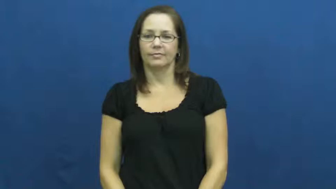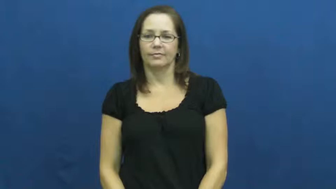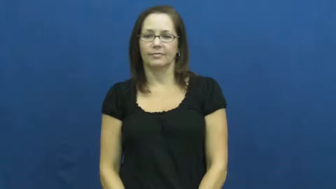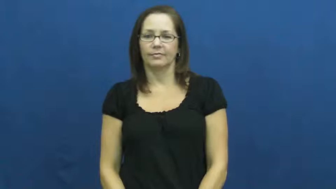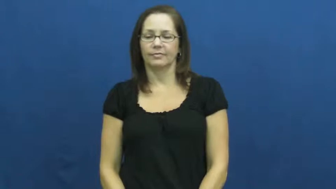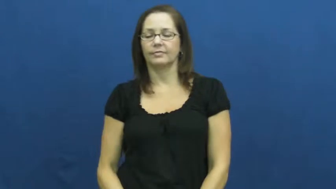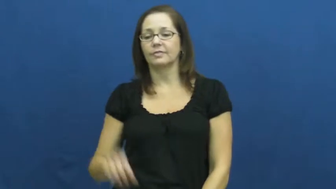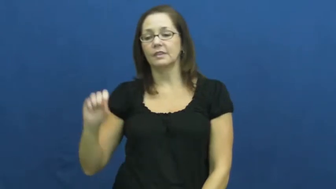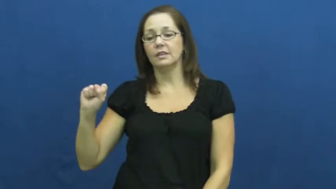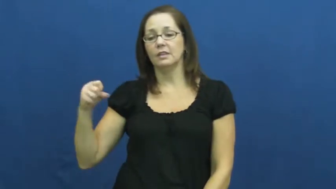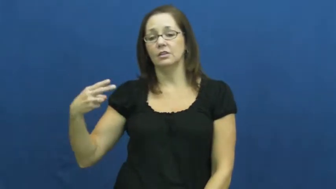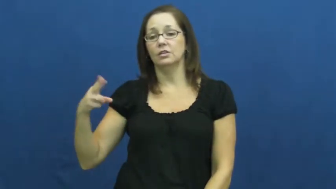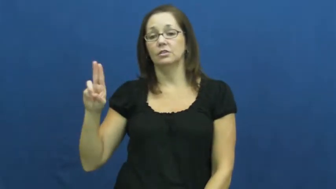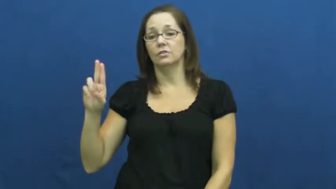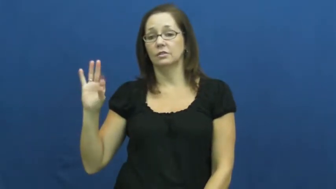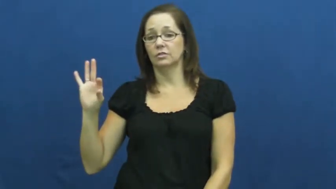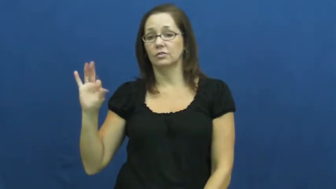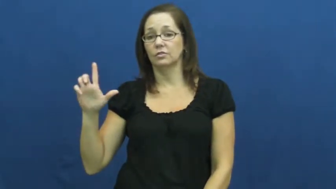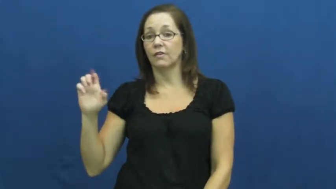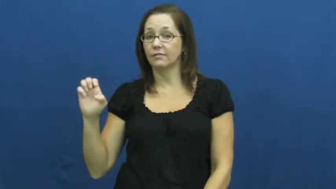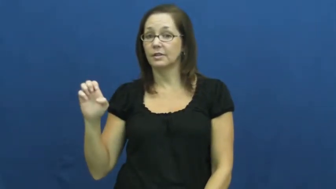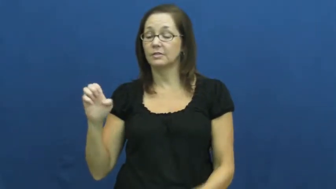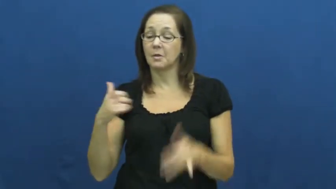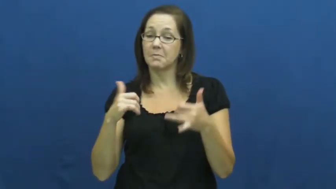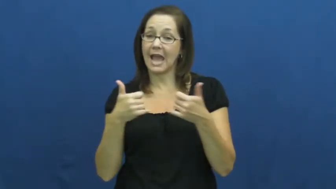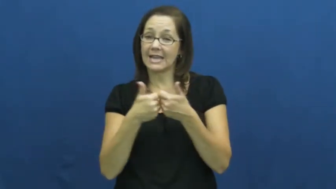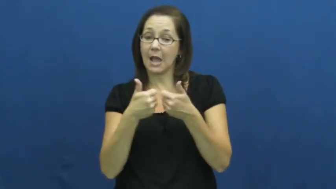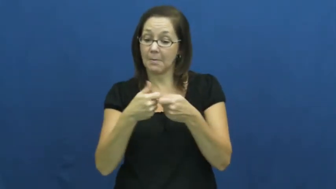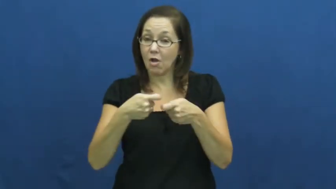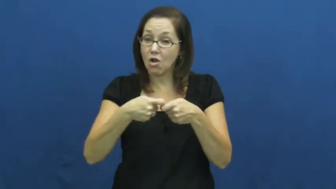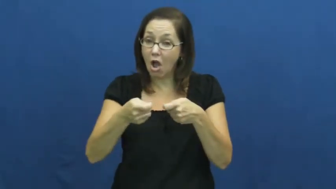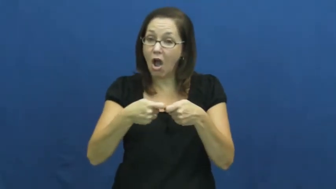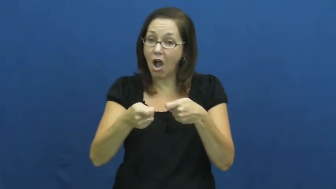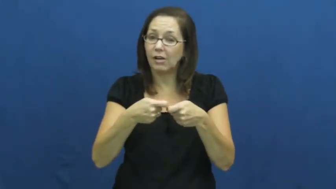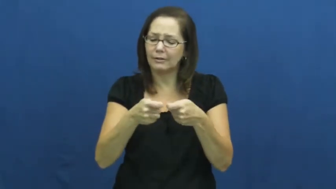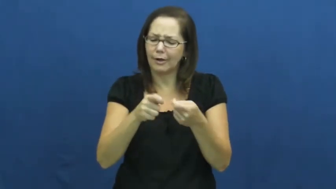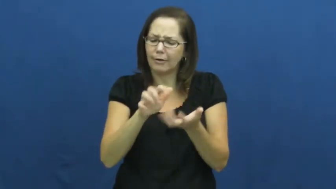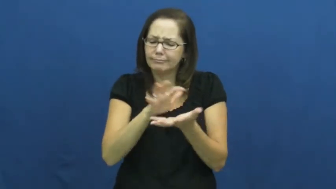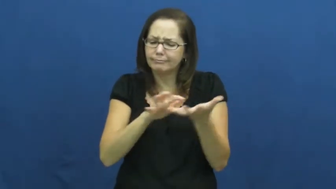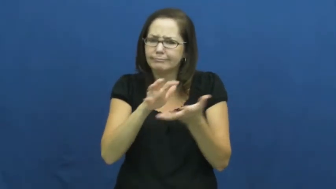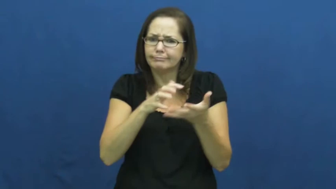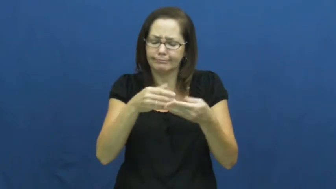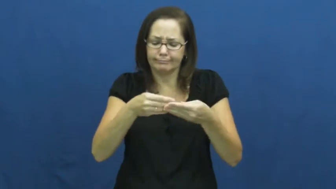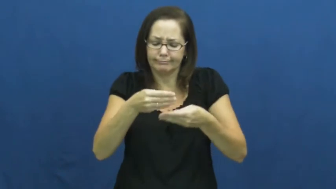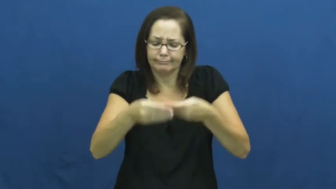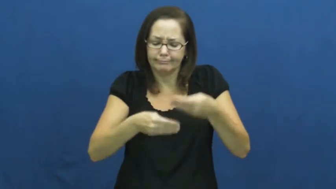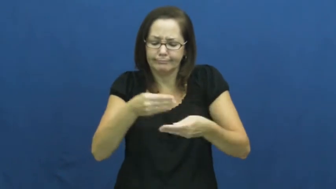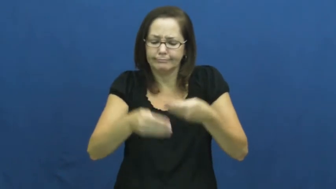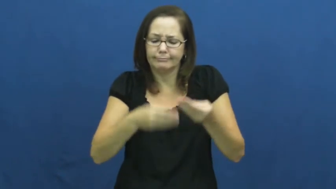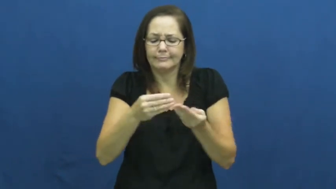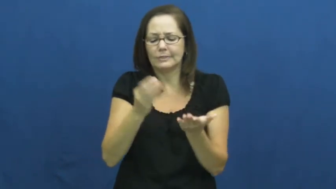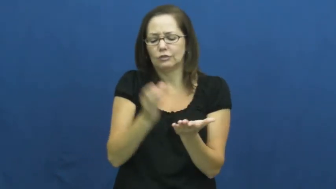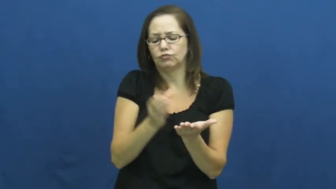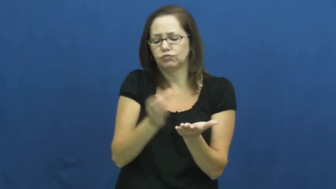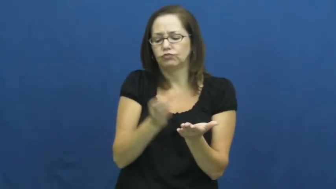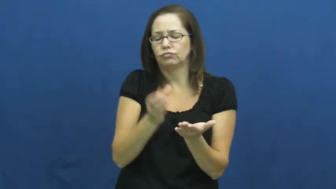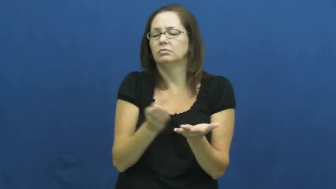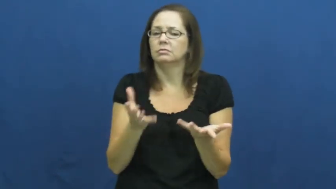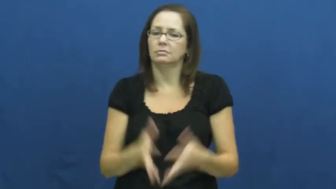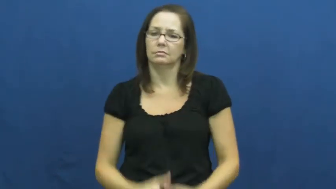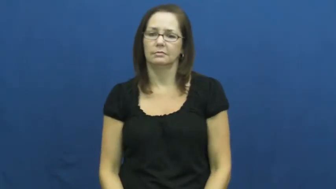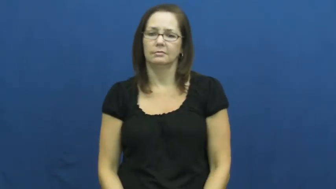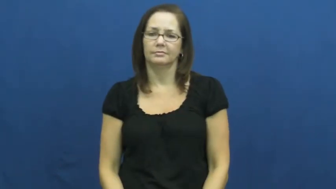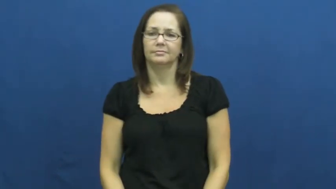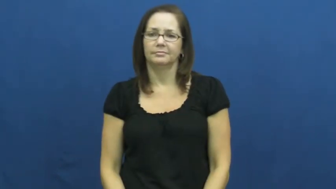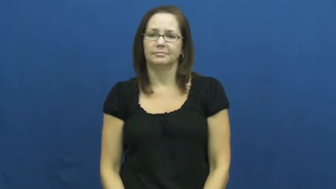shuffle-cards